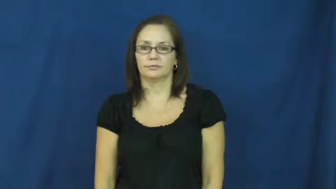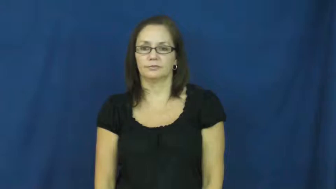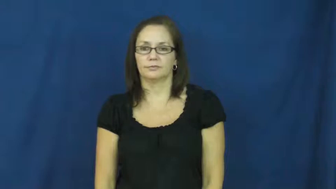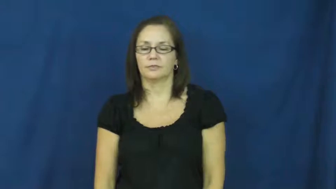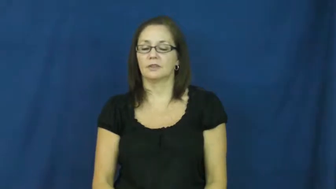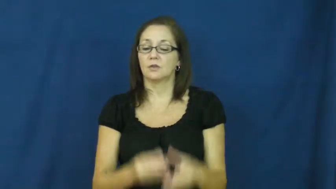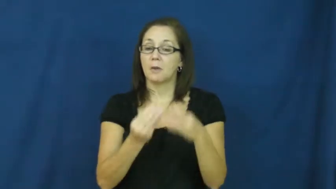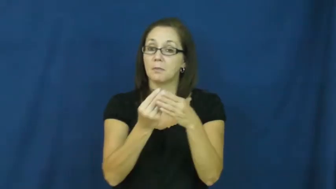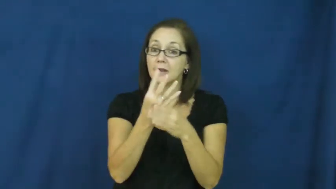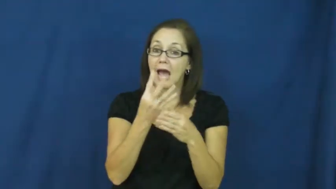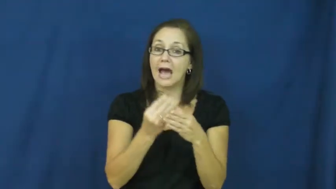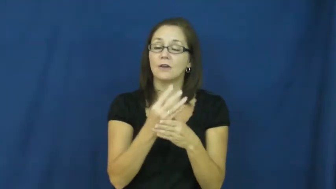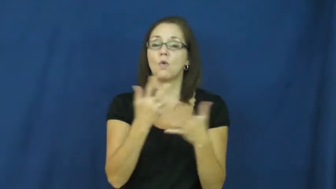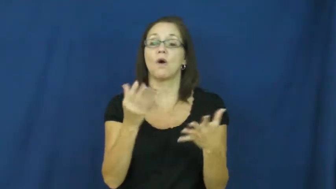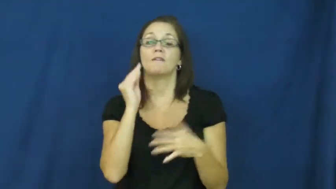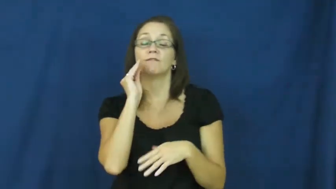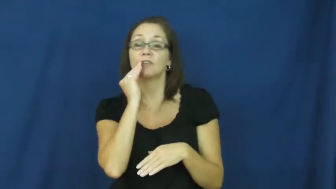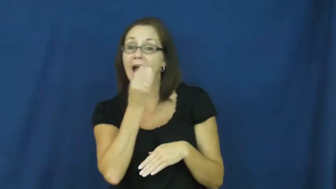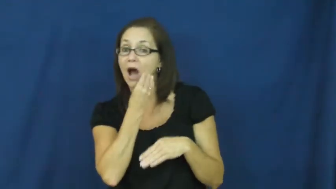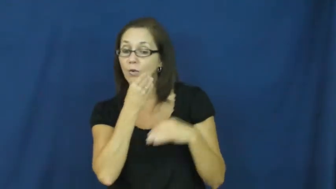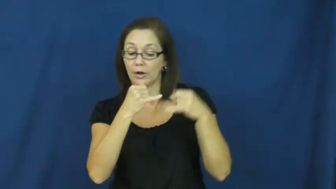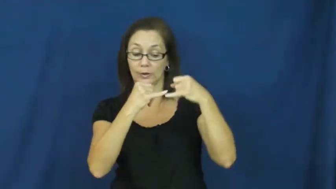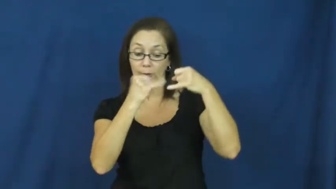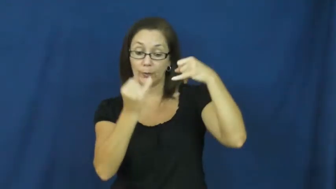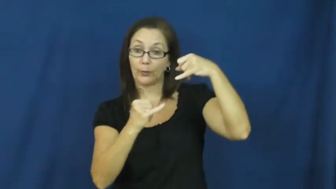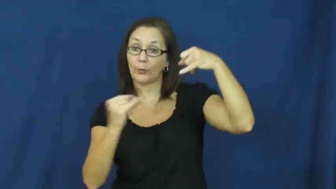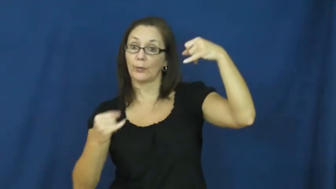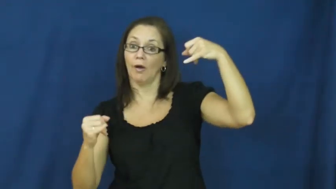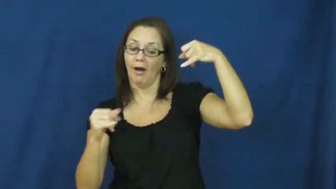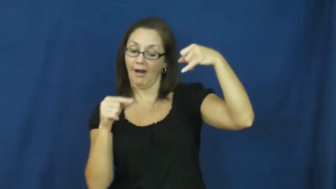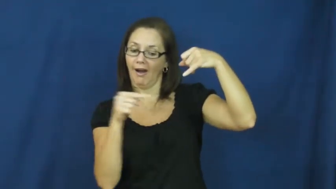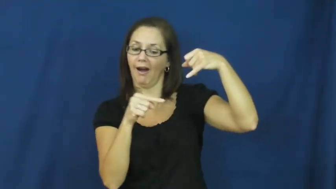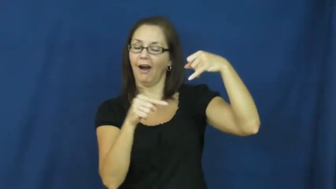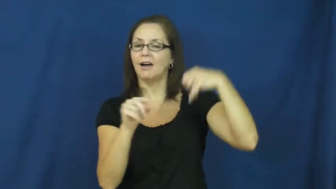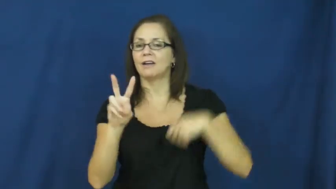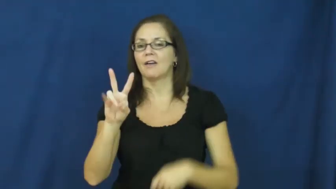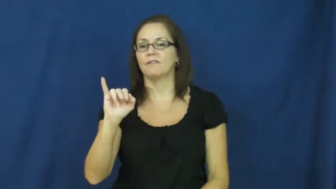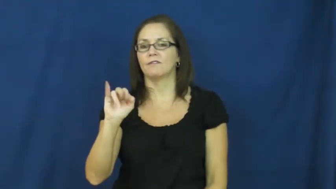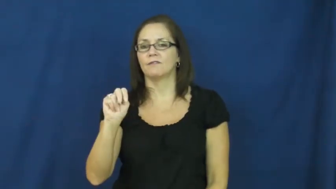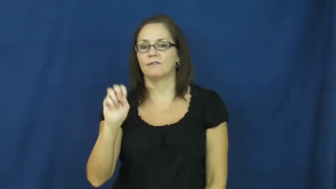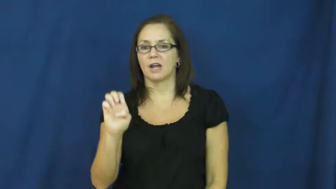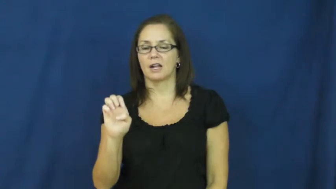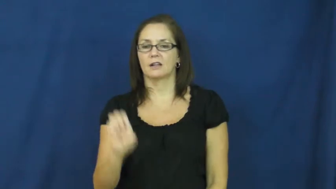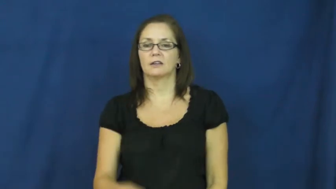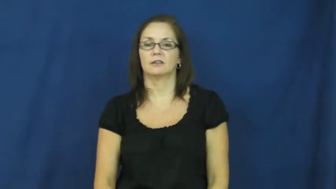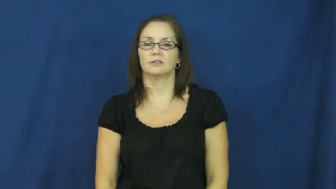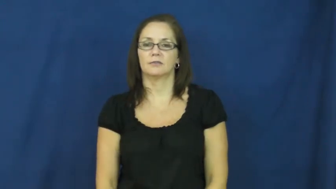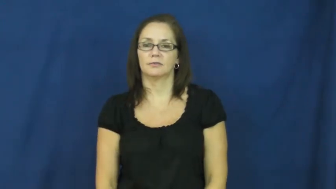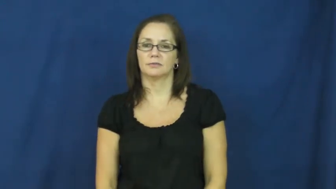vine,creeper